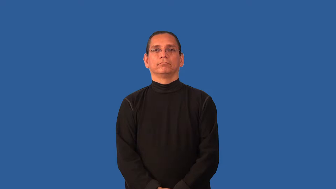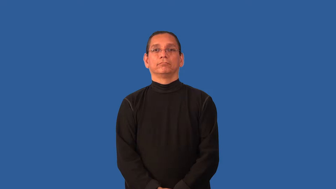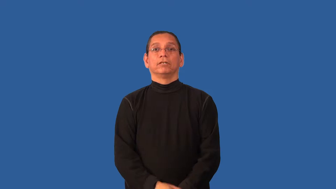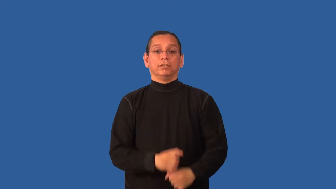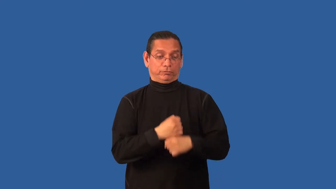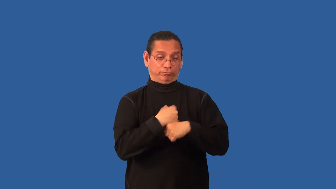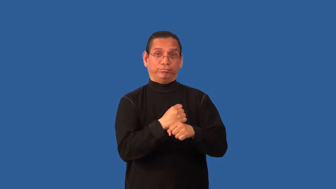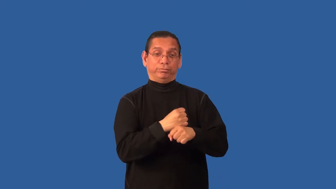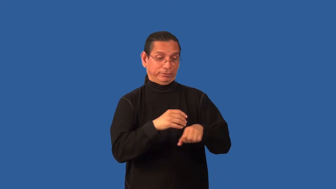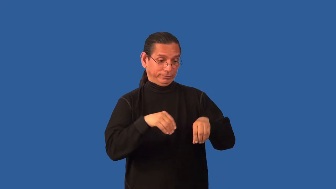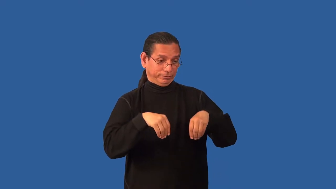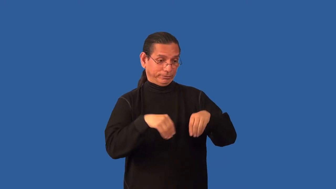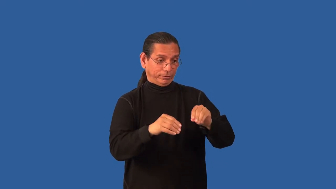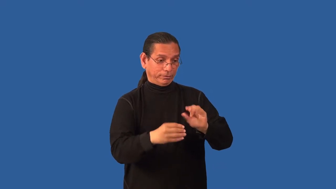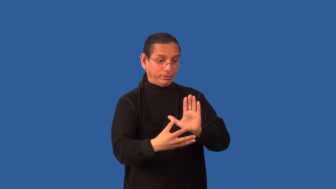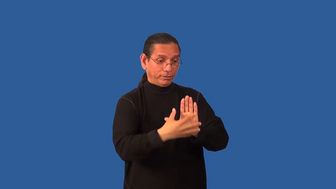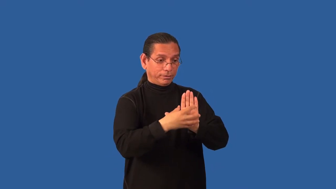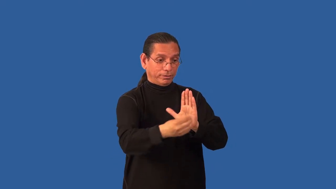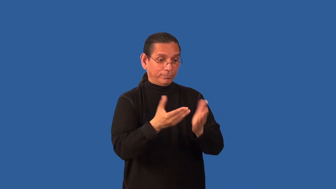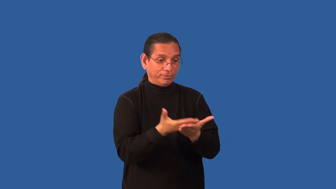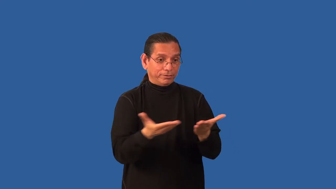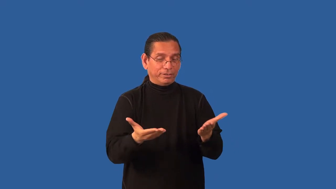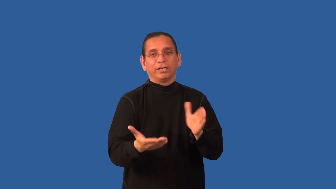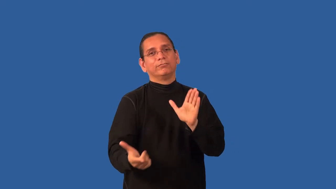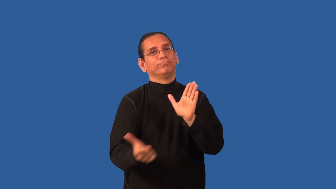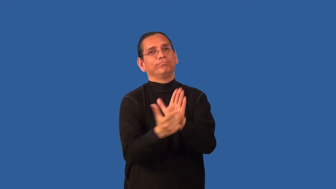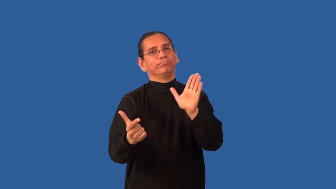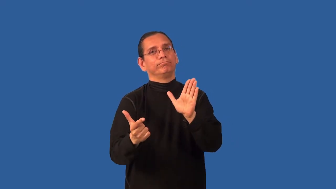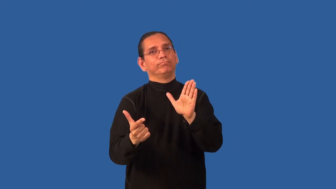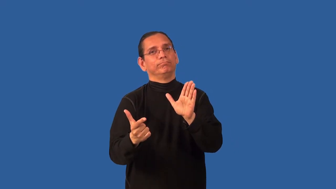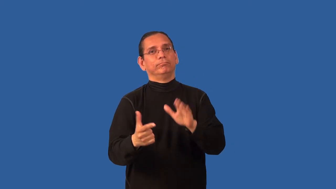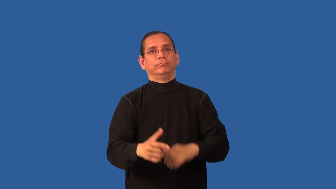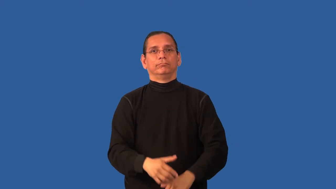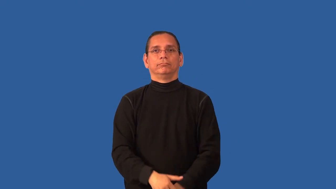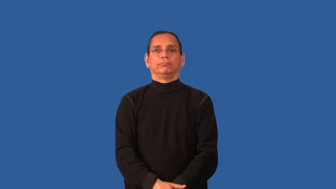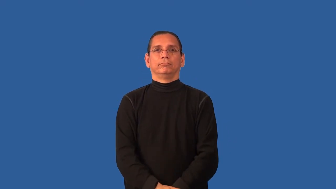bootleg